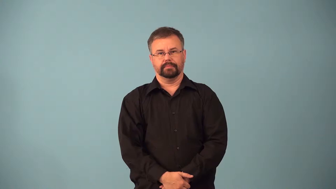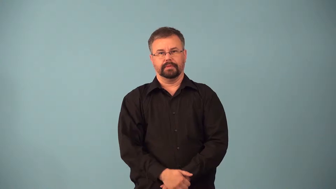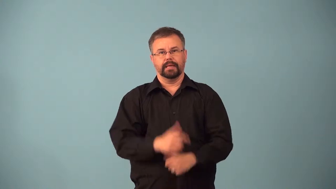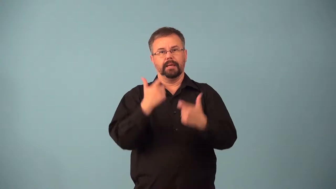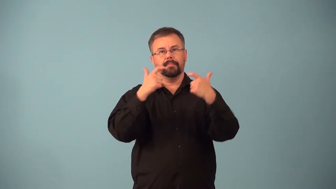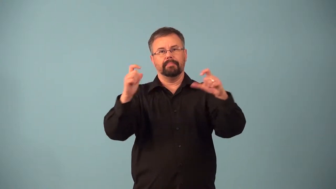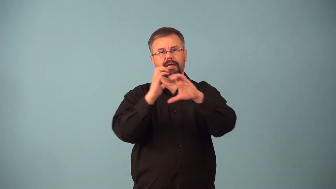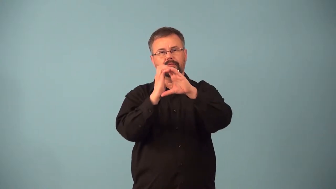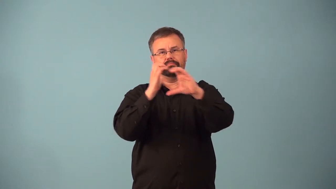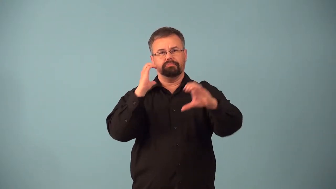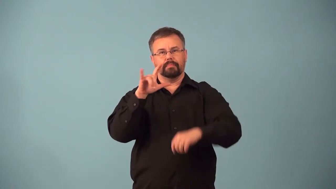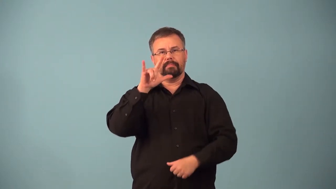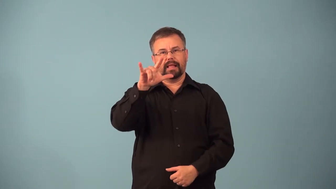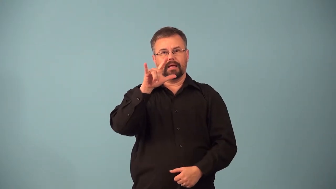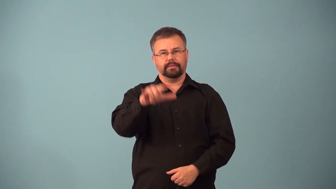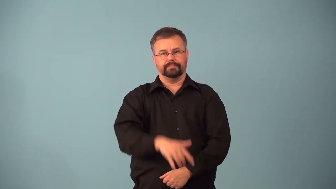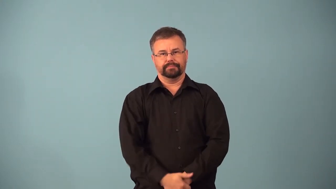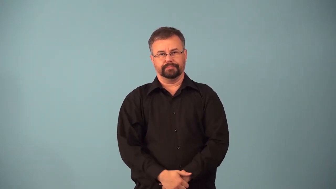airbus,airliner